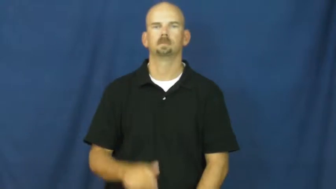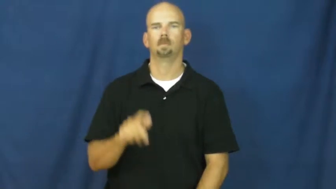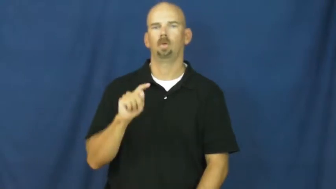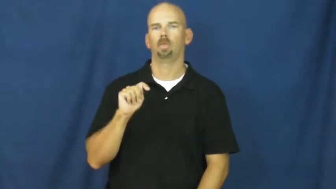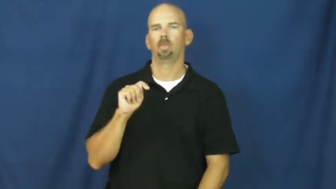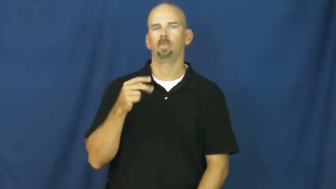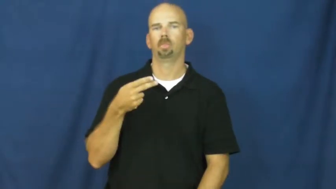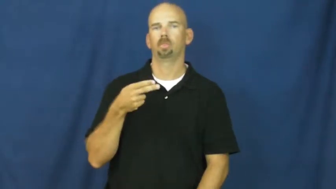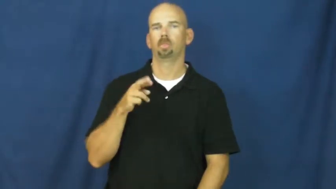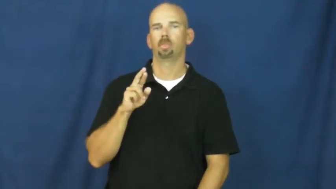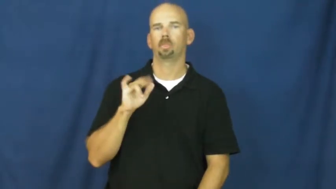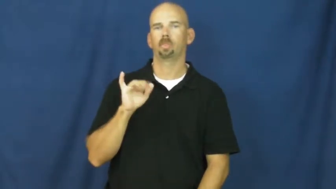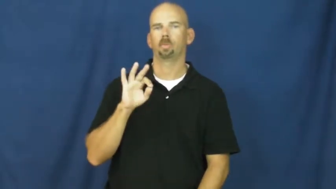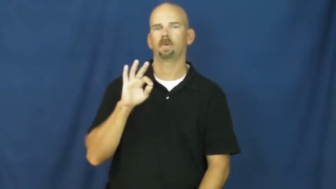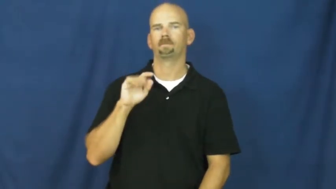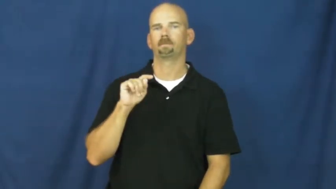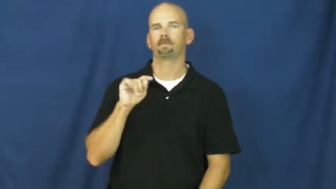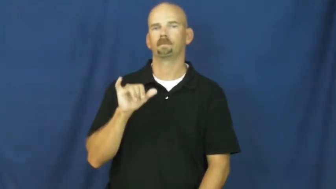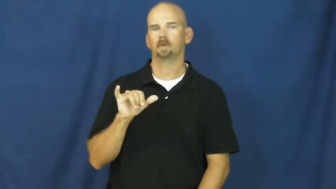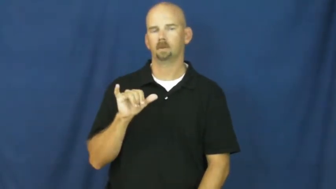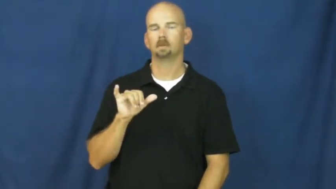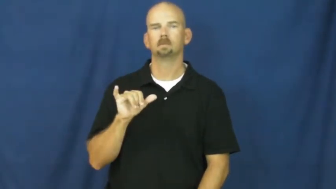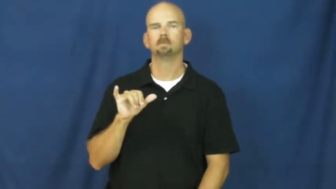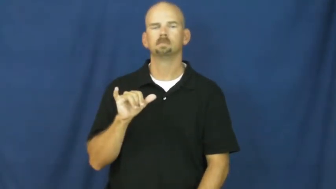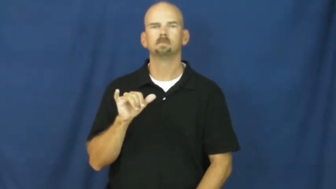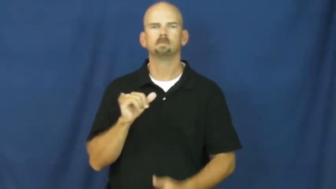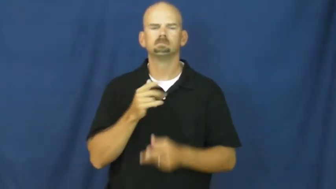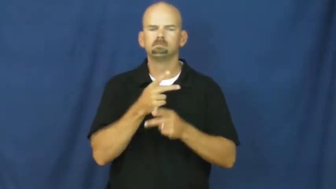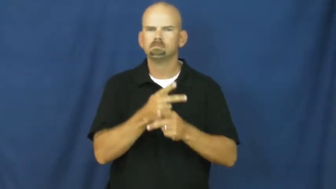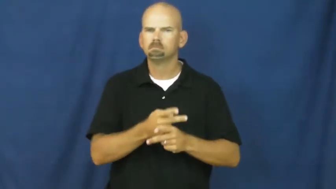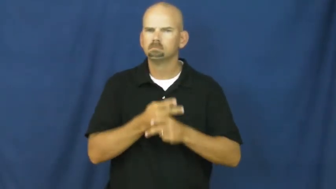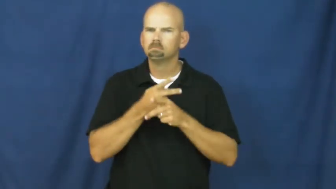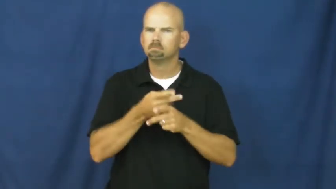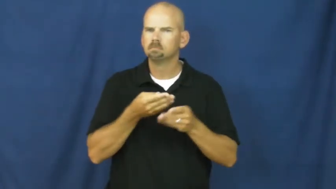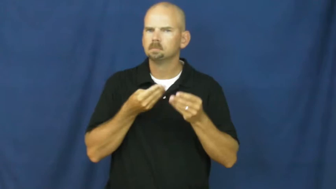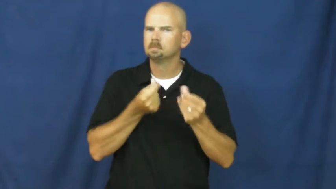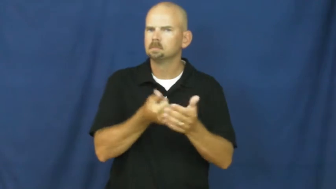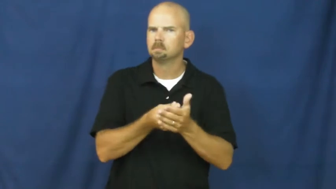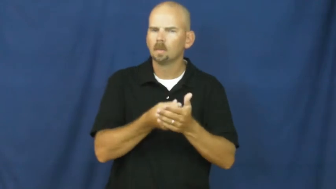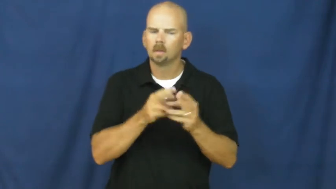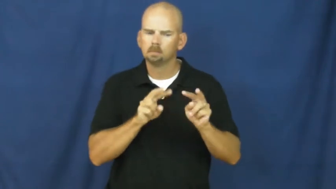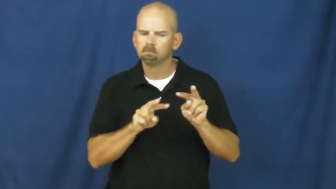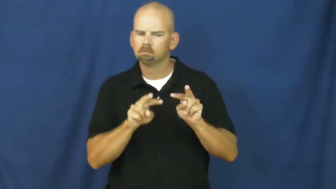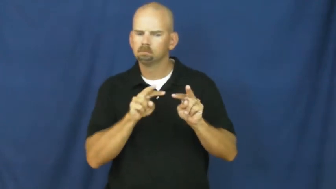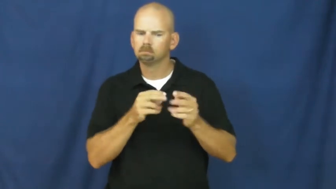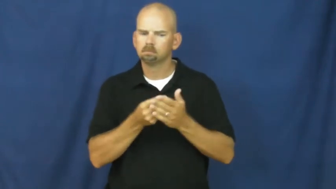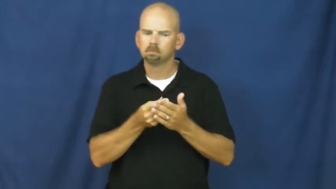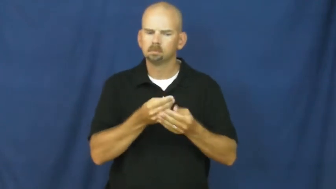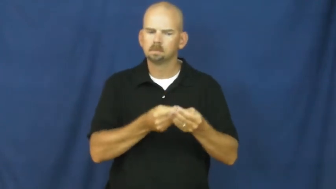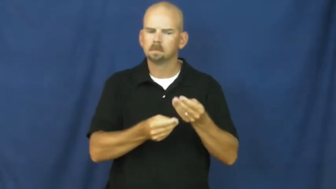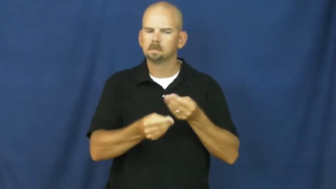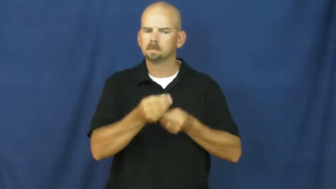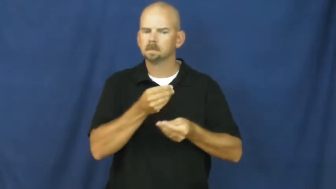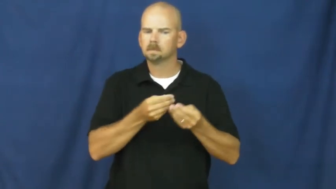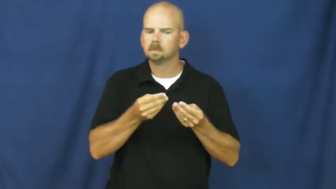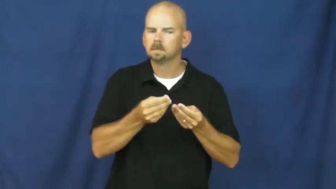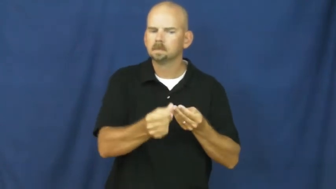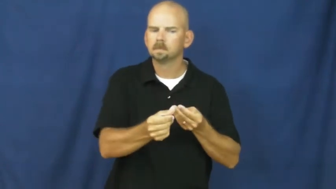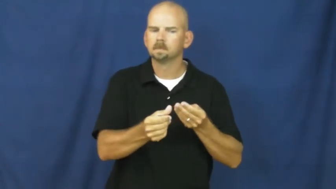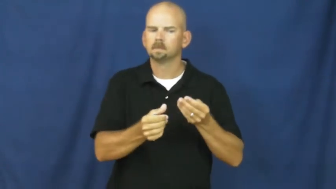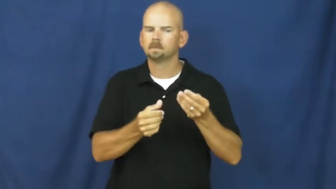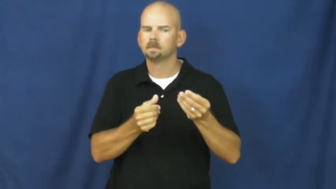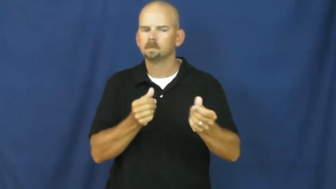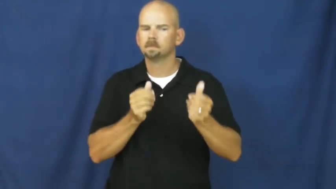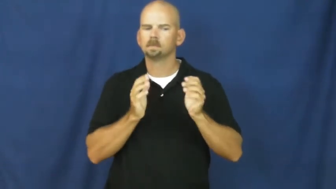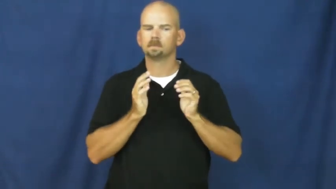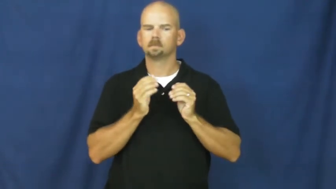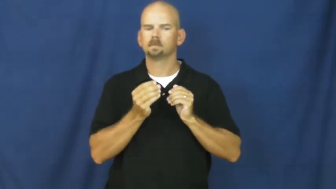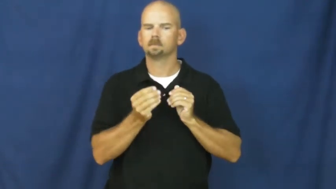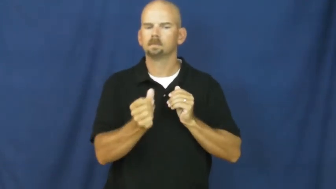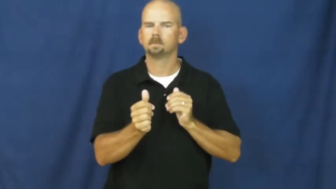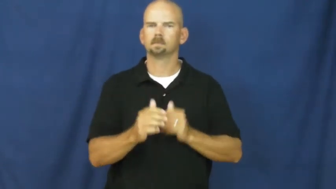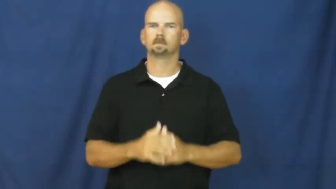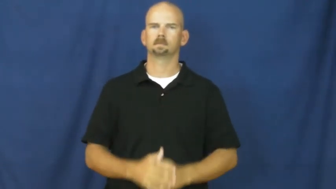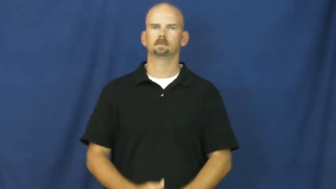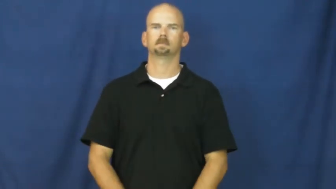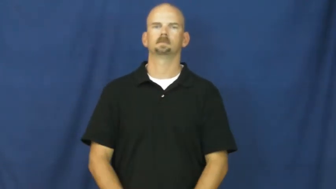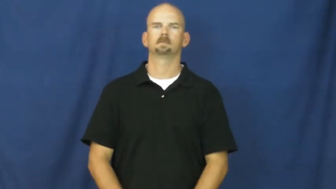thrifty